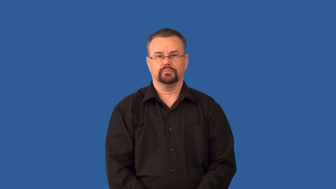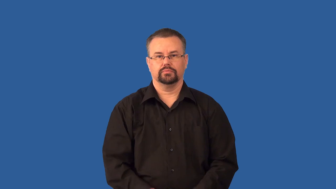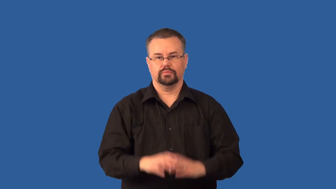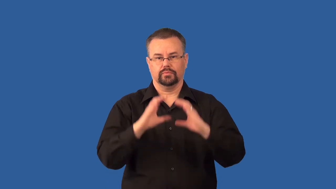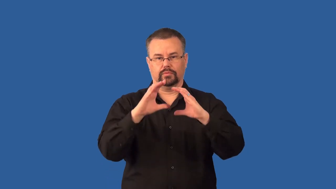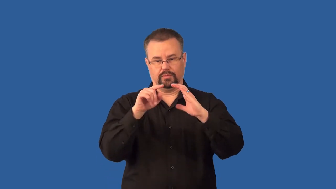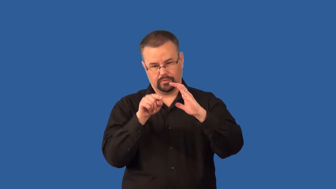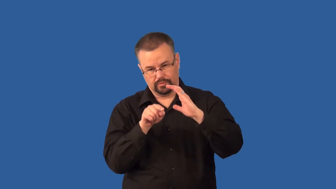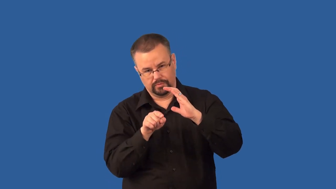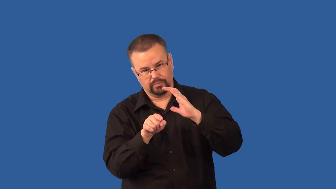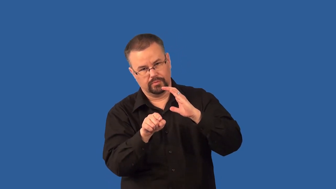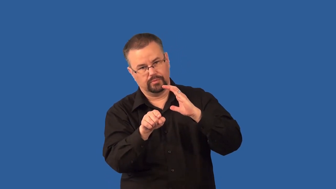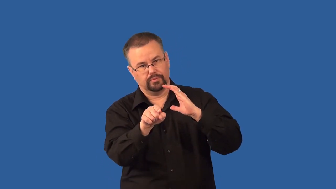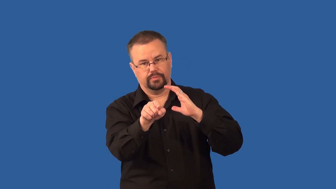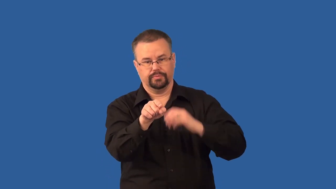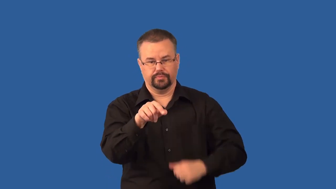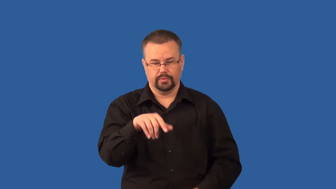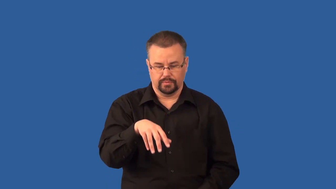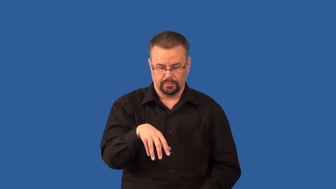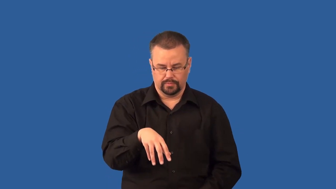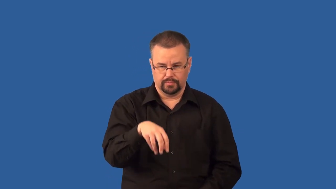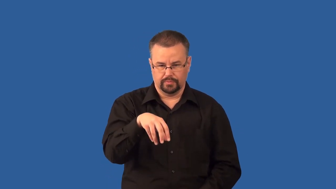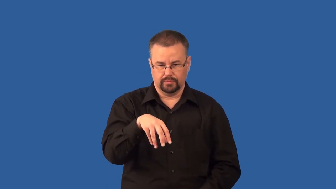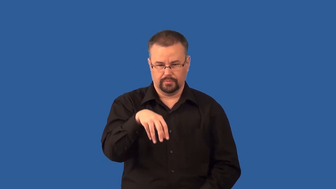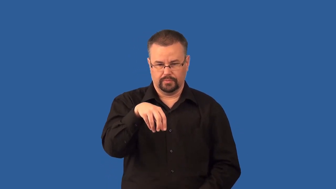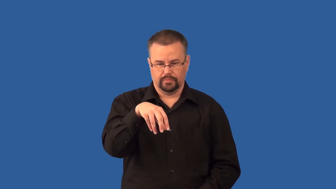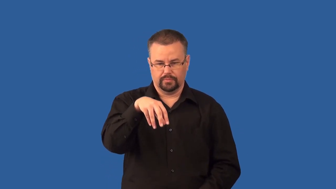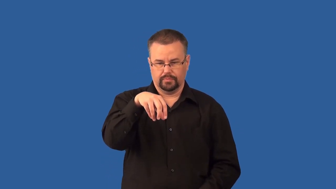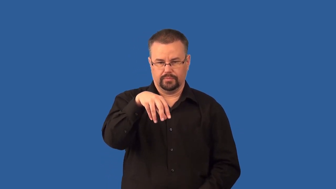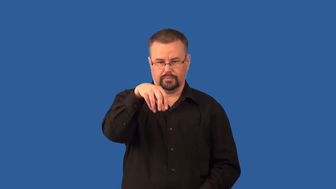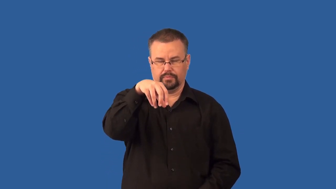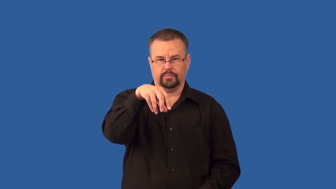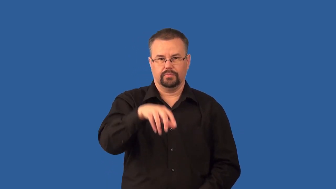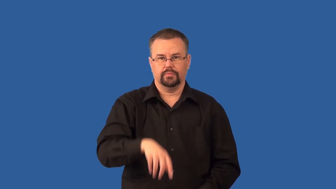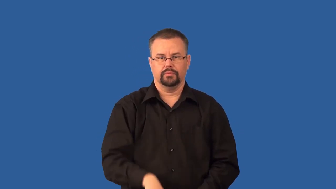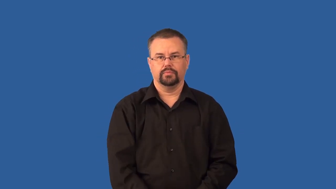stalagmite